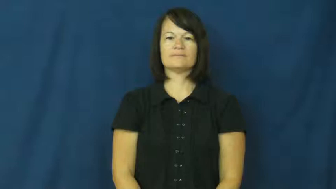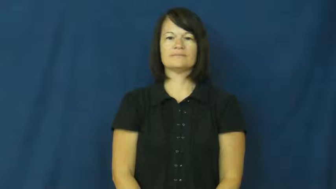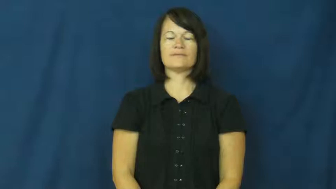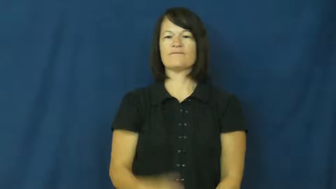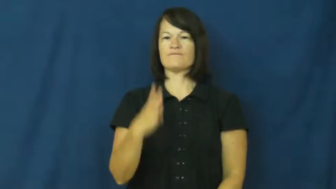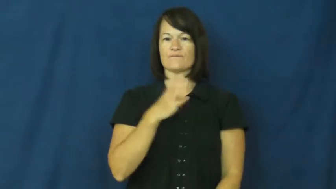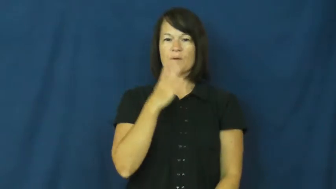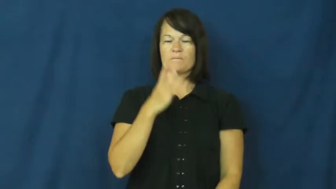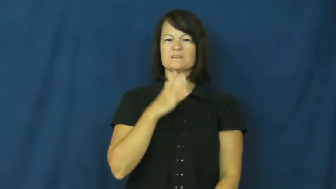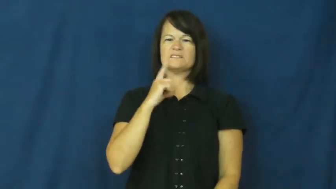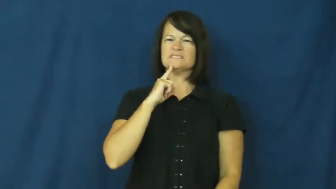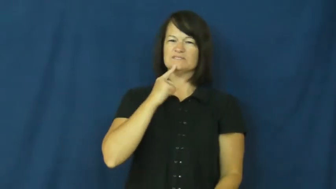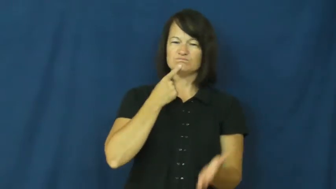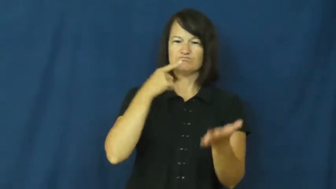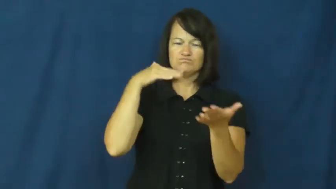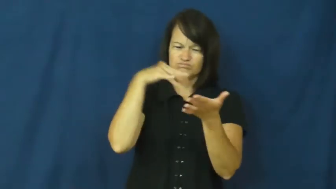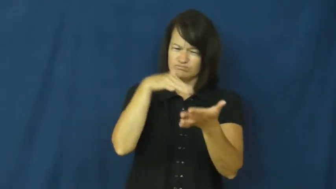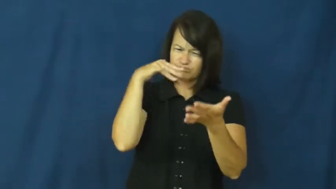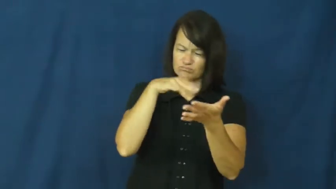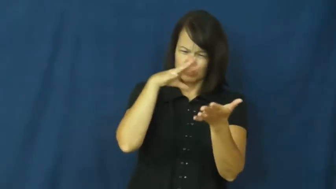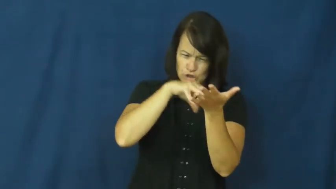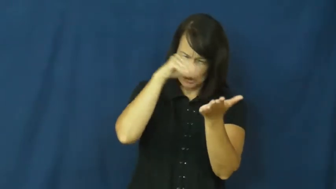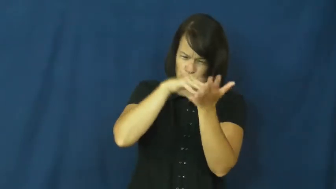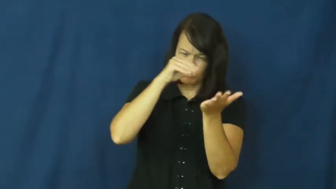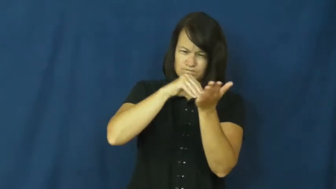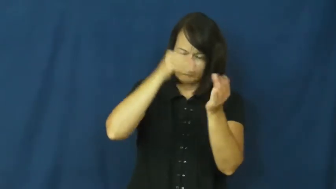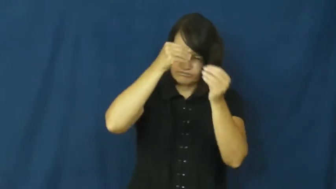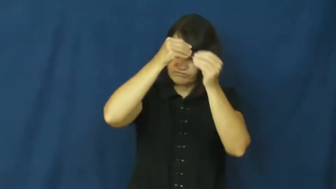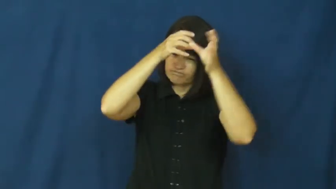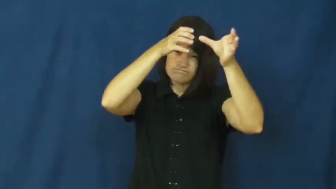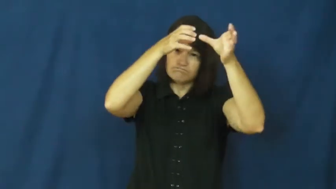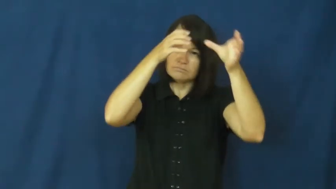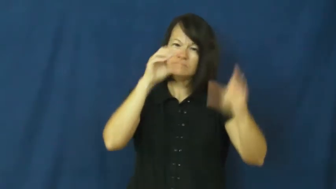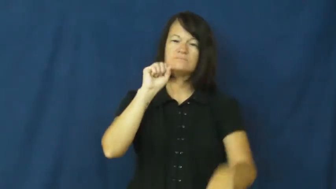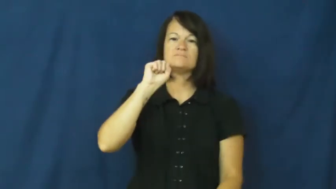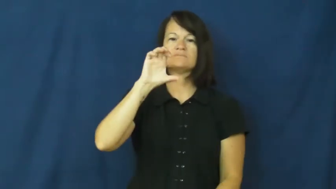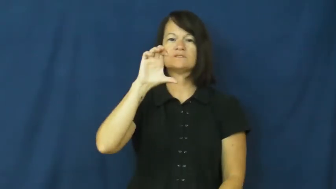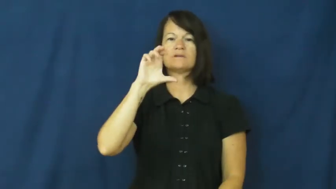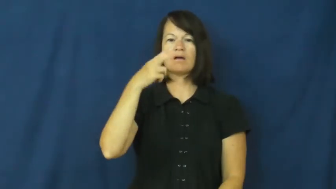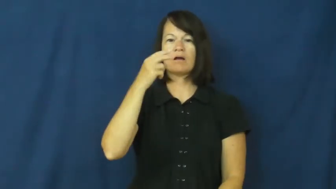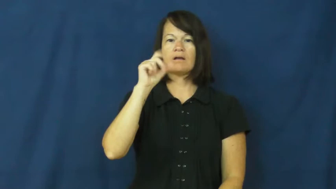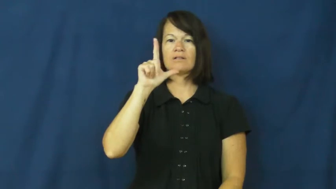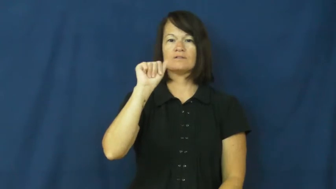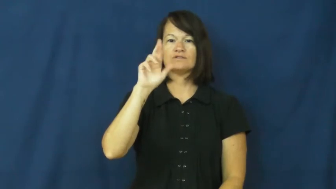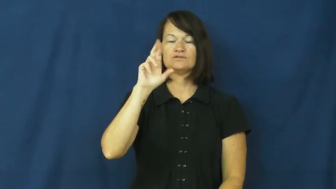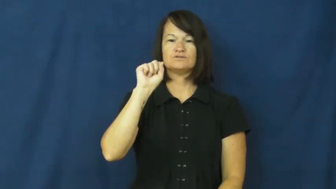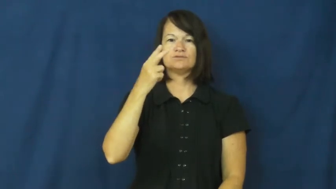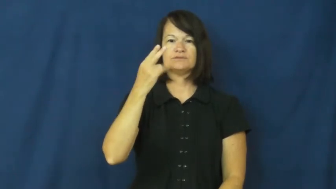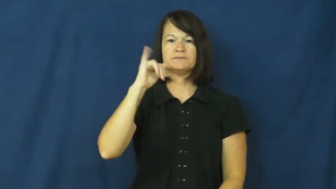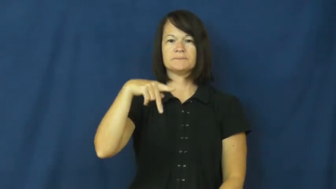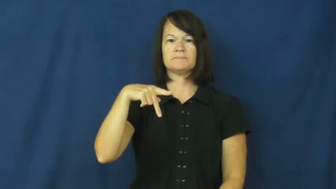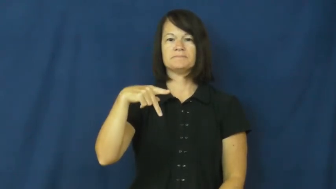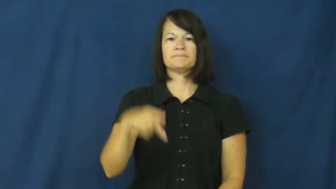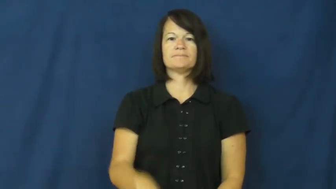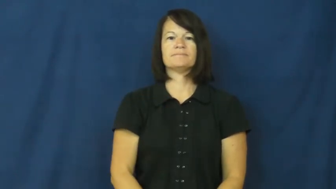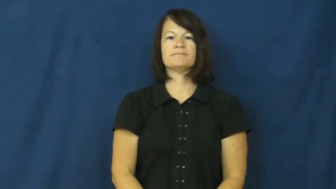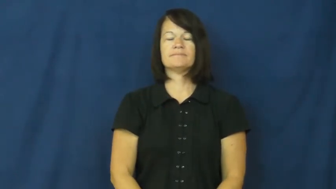scholarship-study